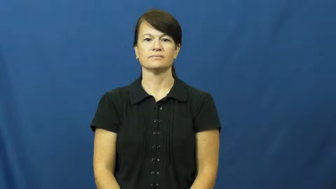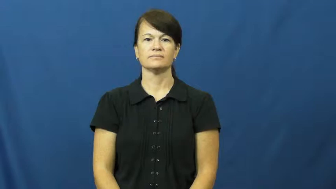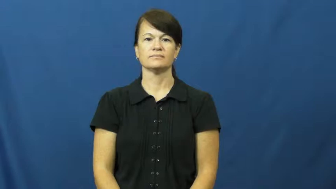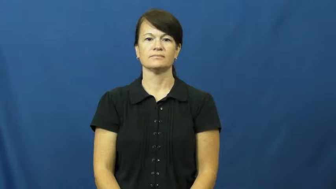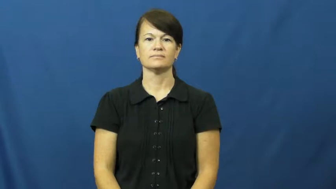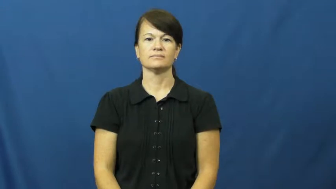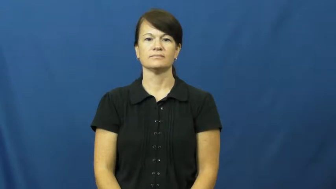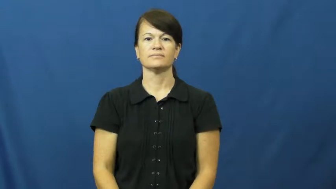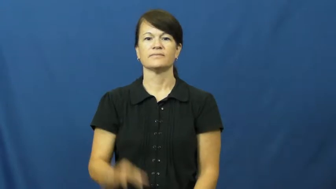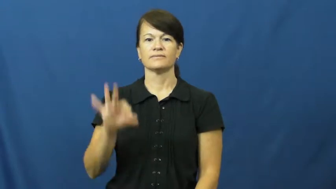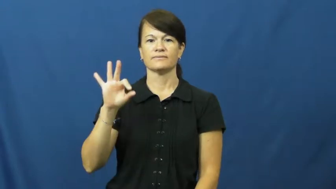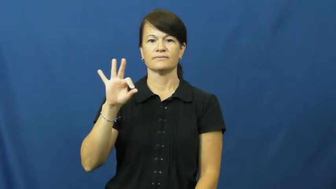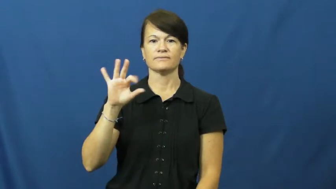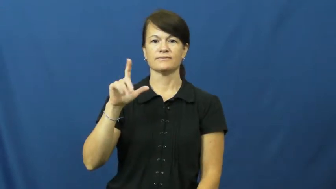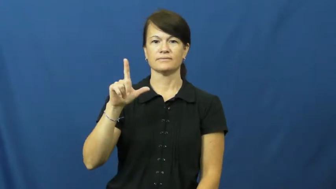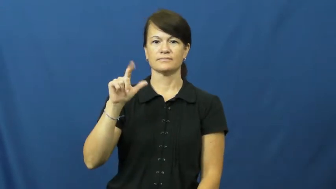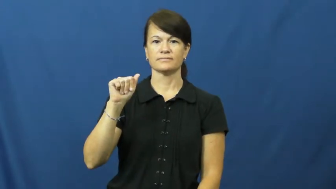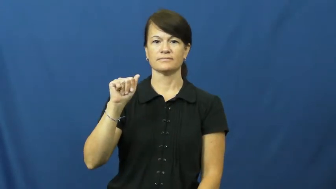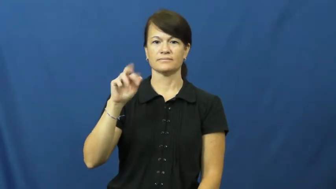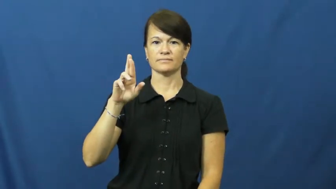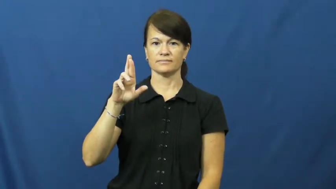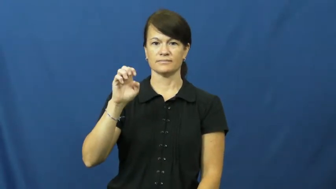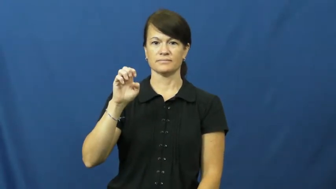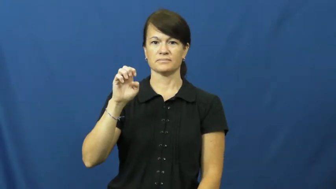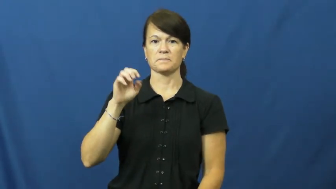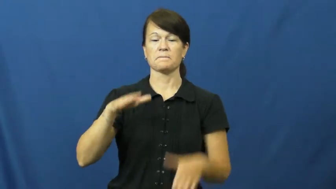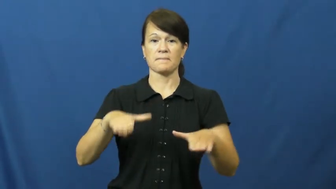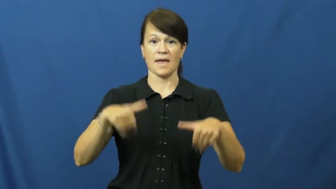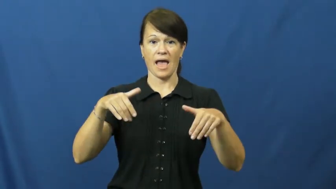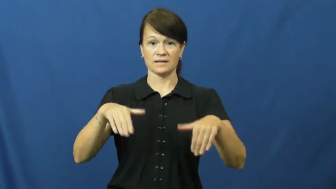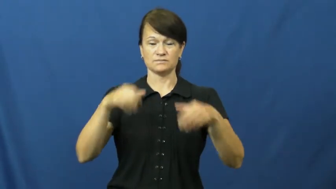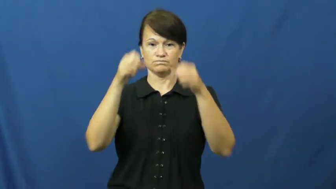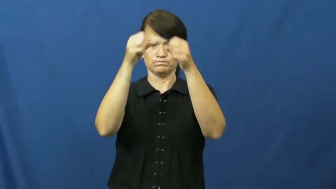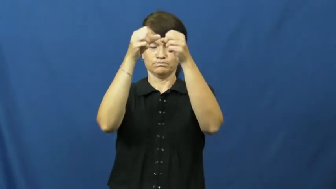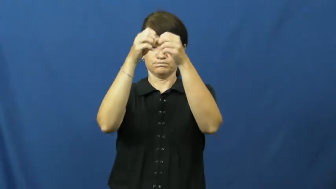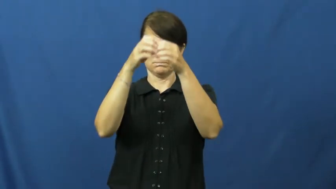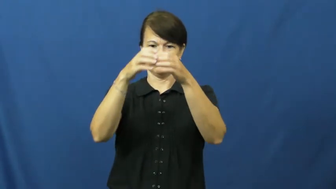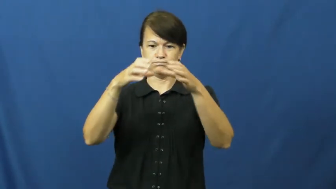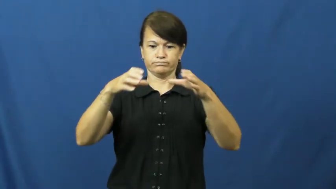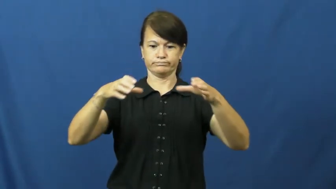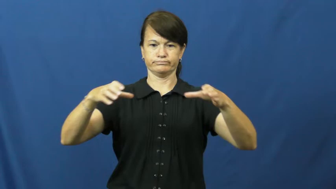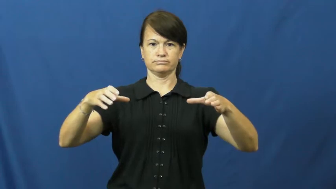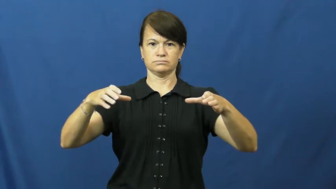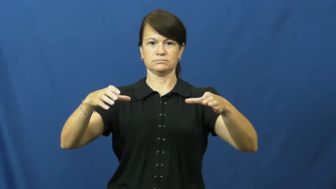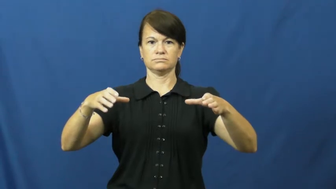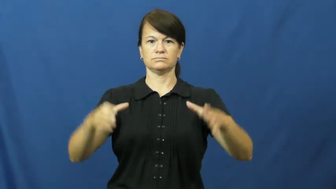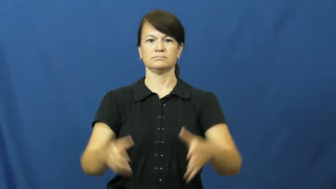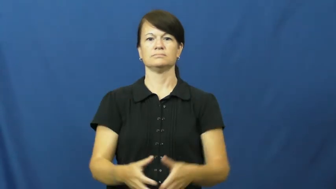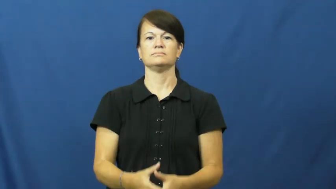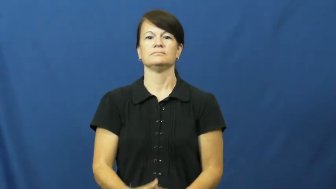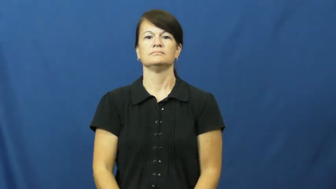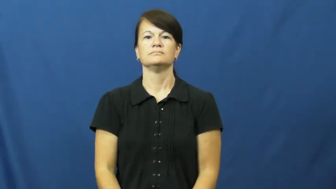flare,flare out-pants